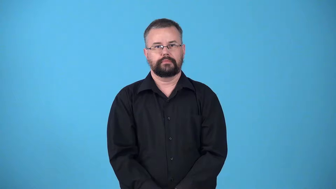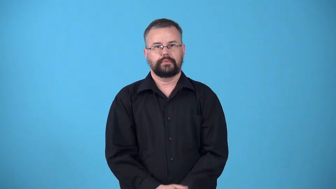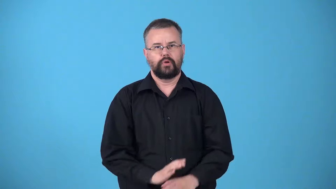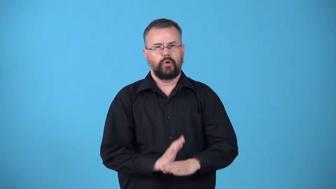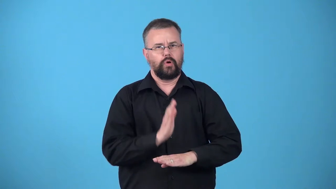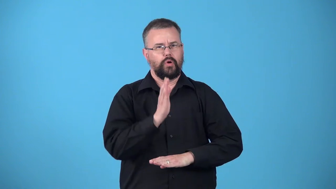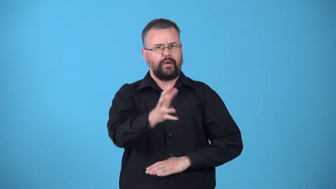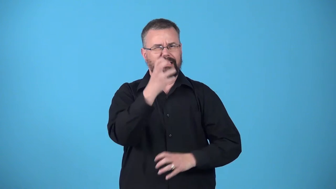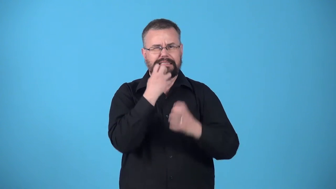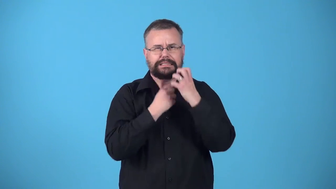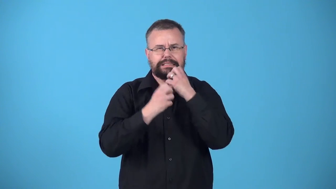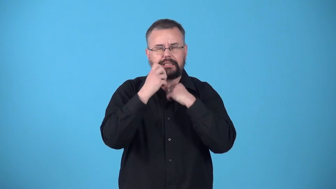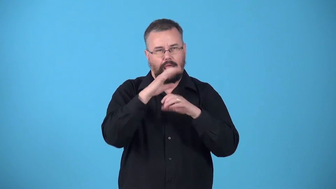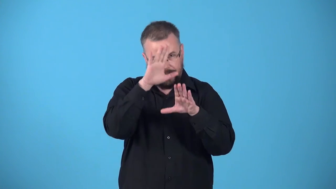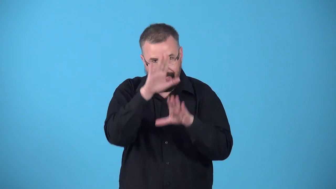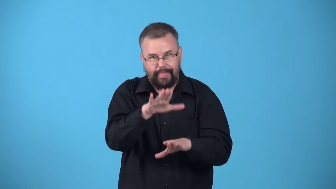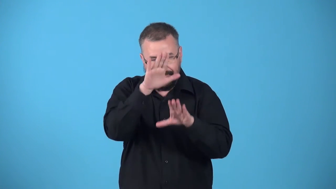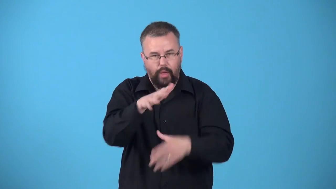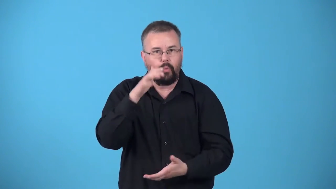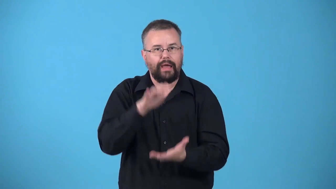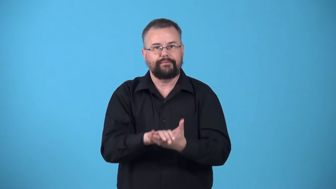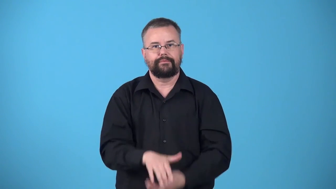uxoroius,henpecked